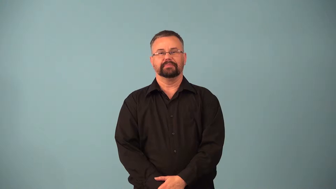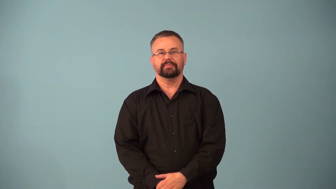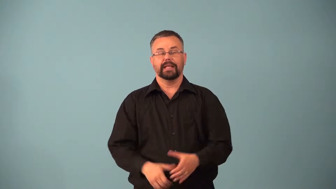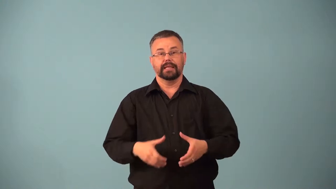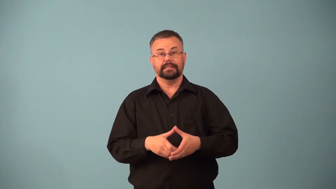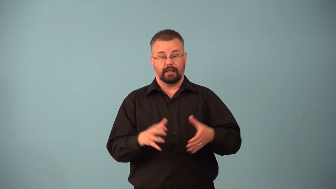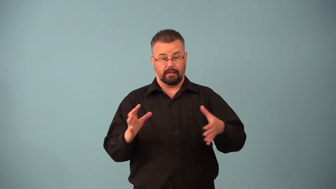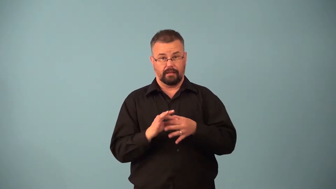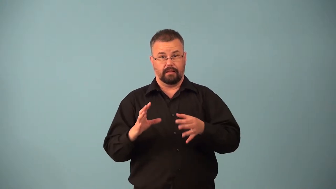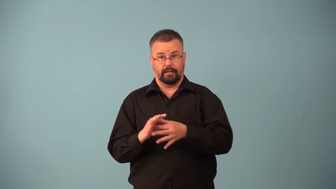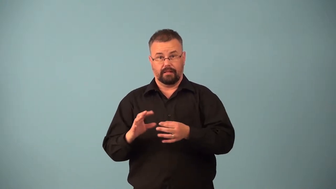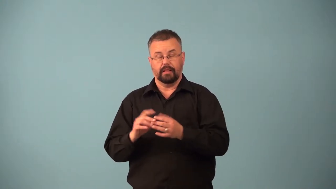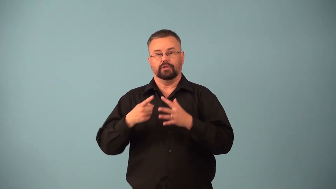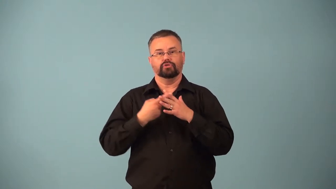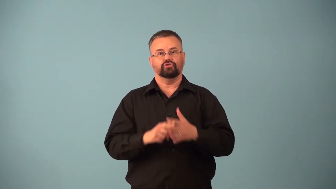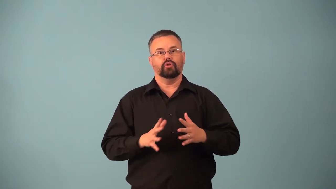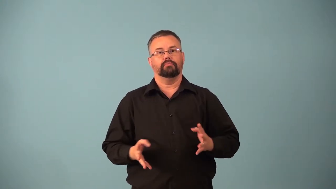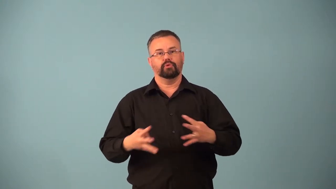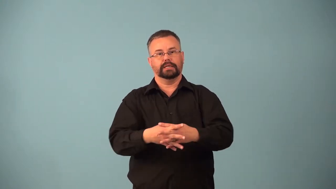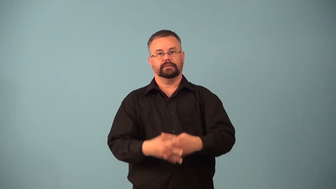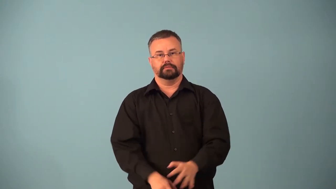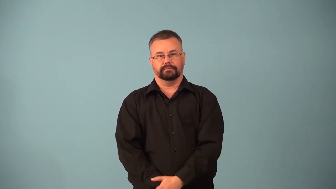gamete